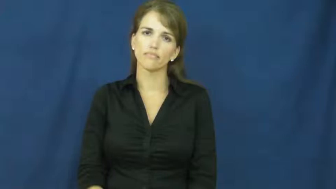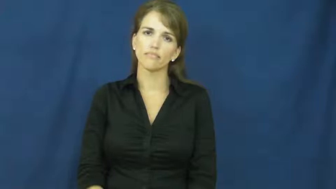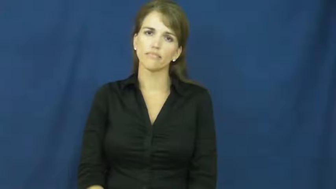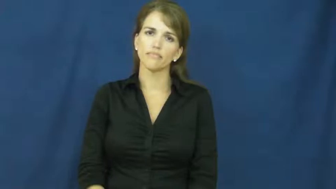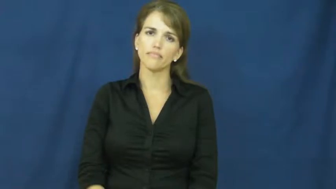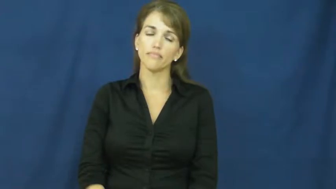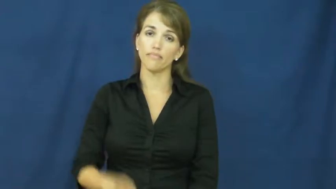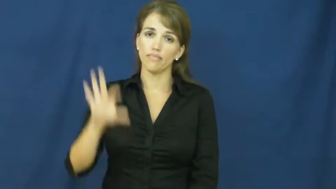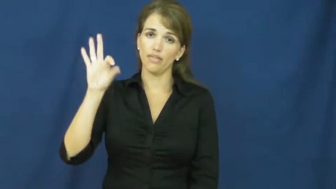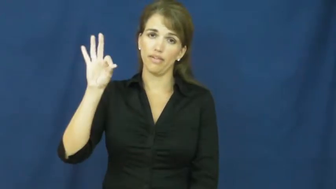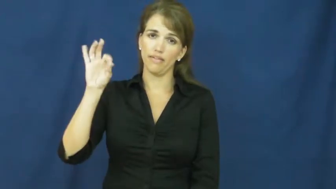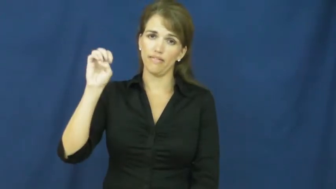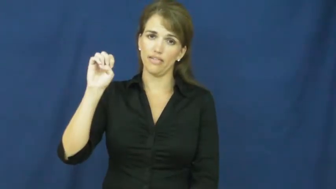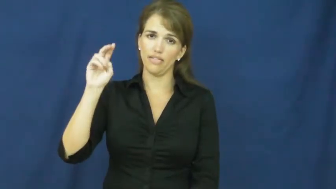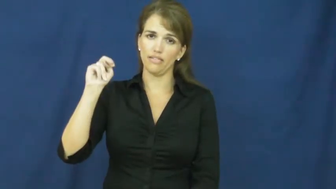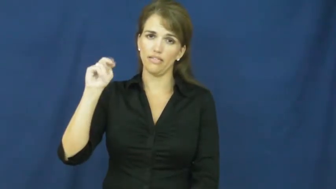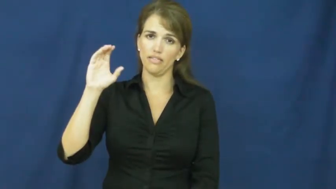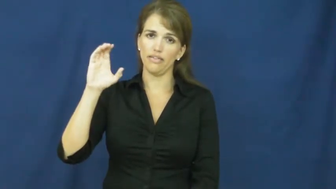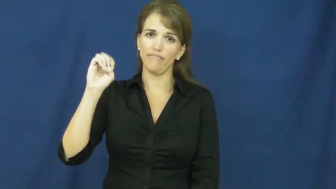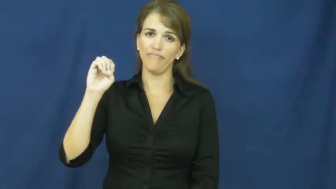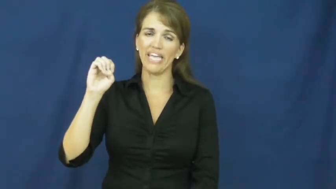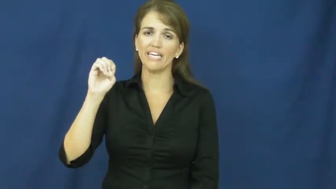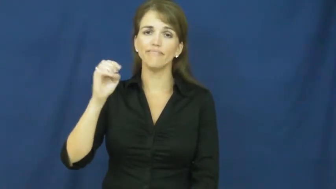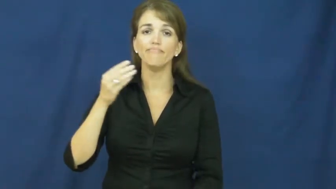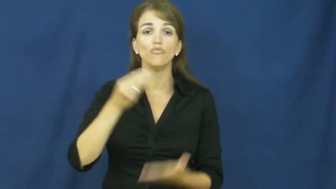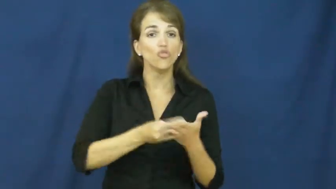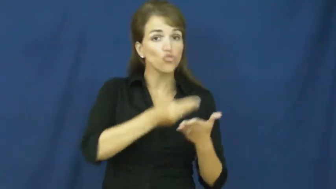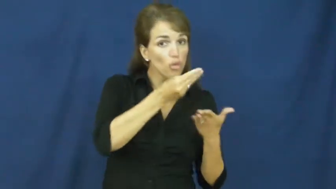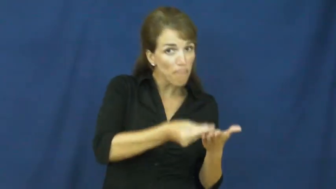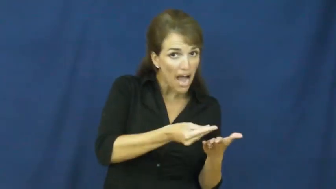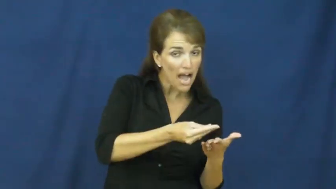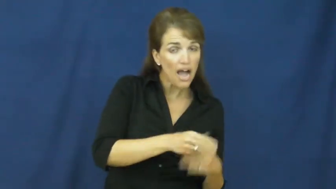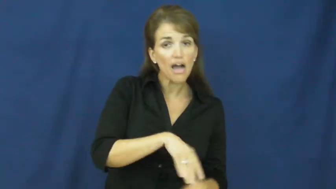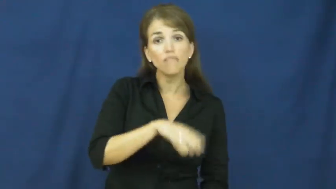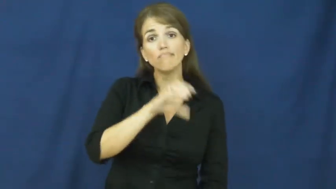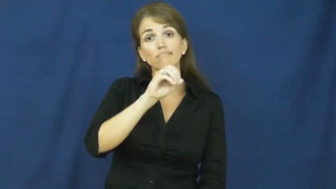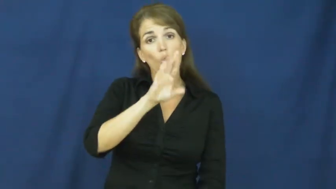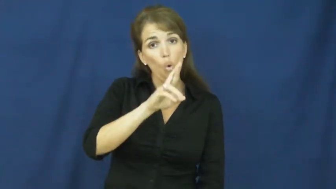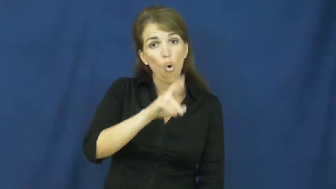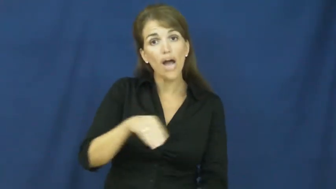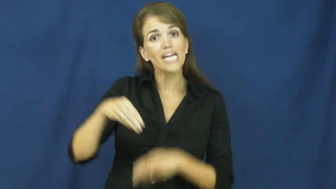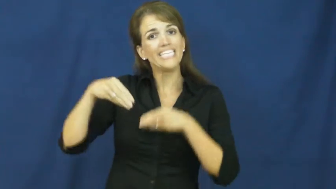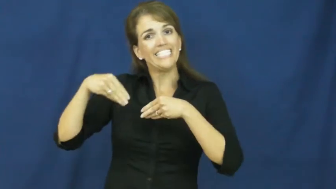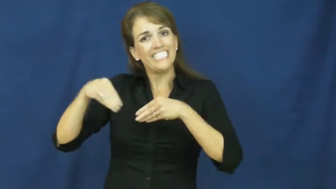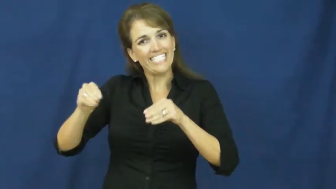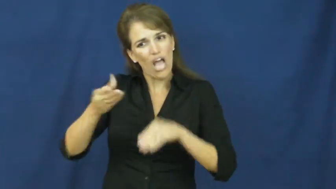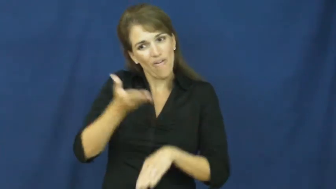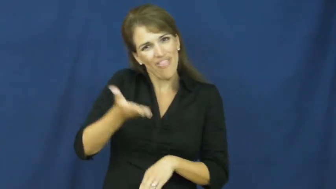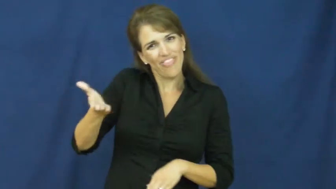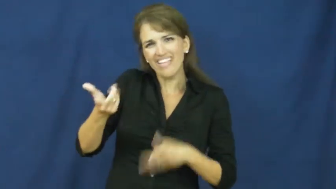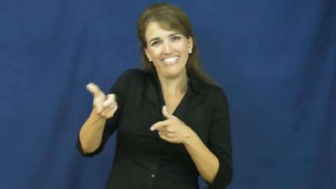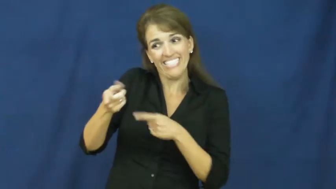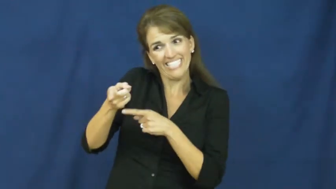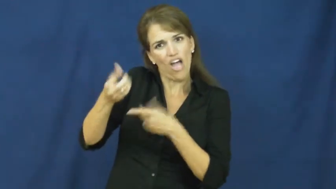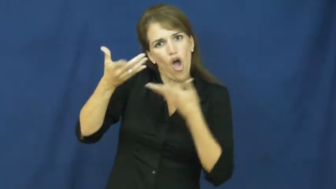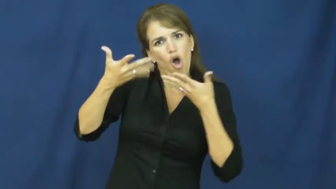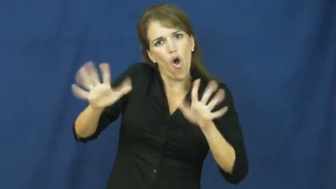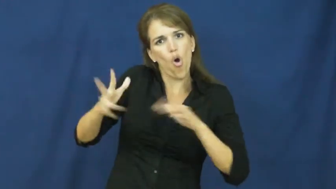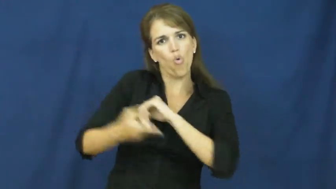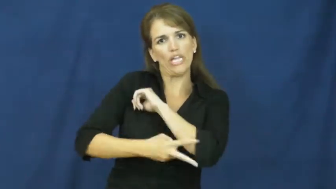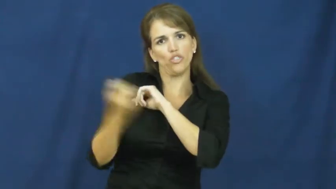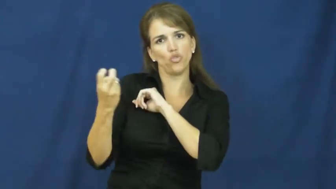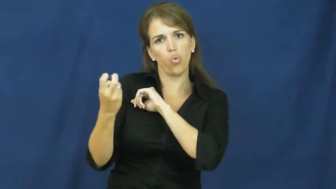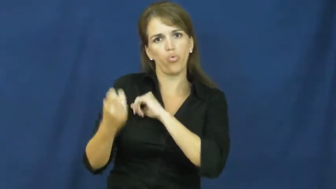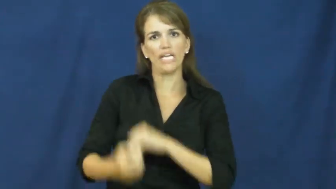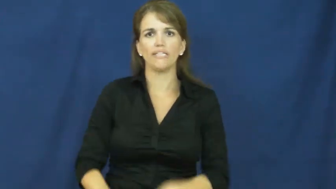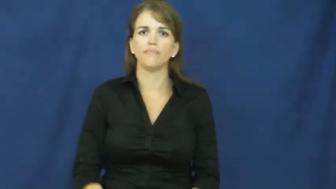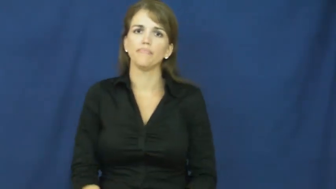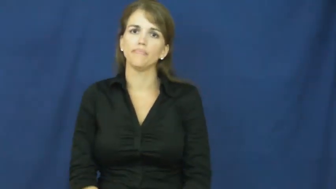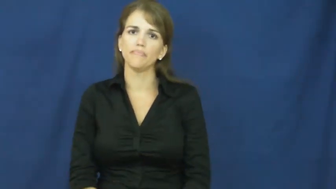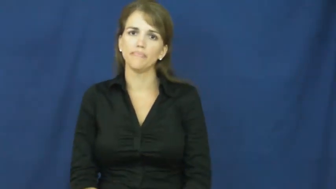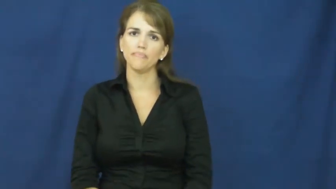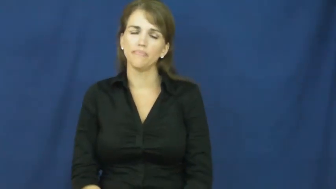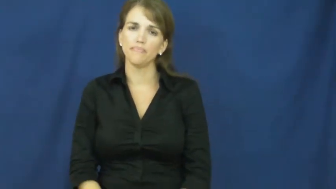fence-sell stolen things